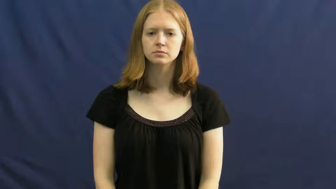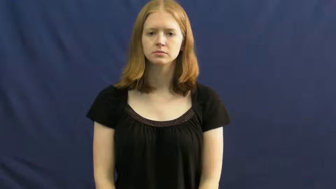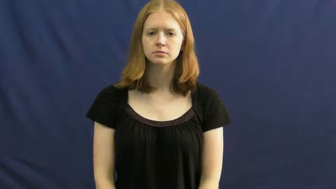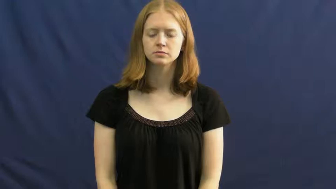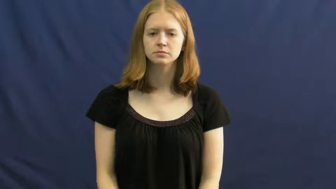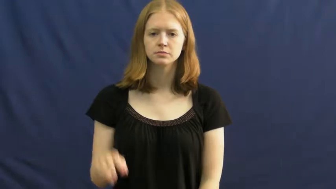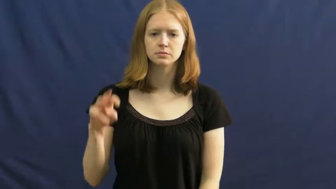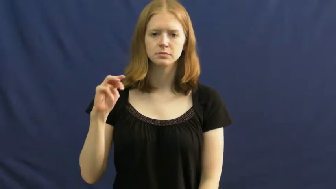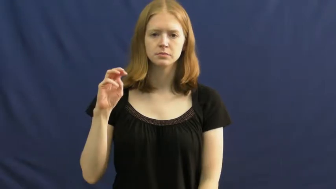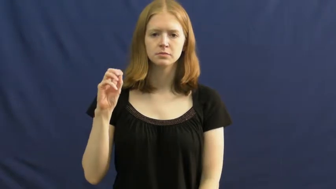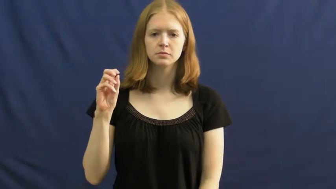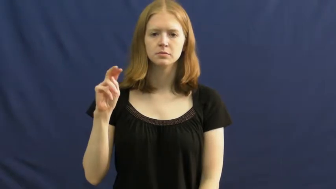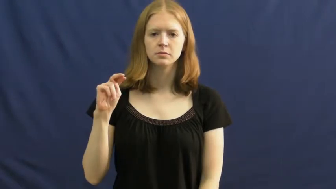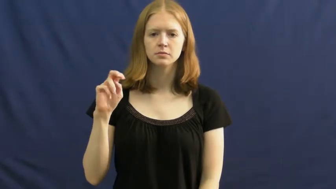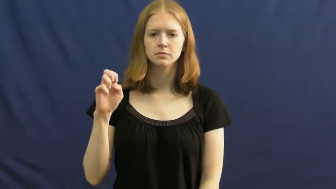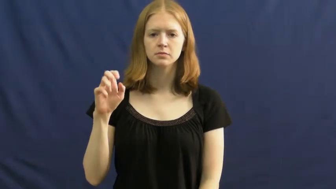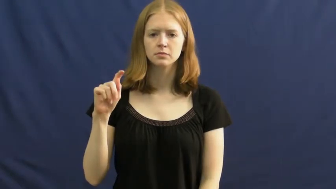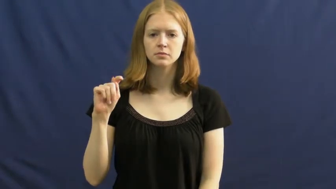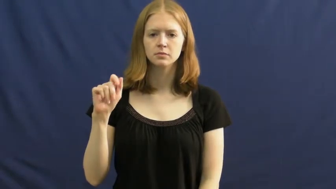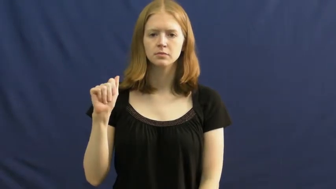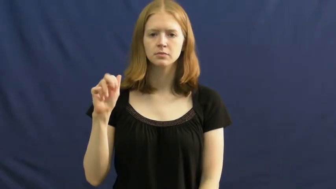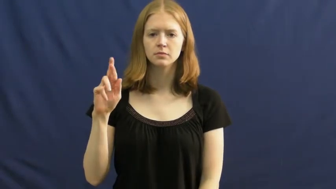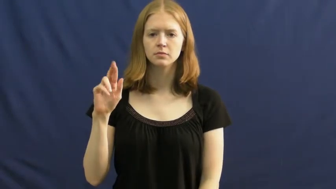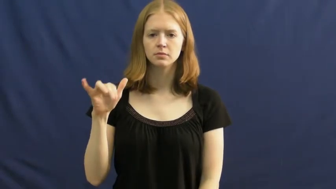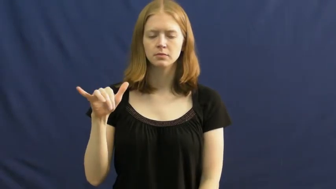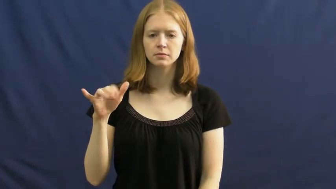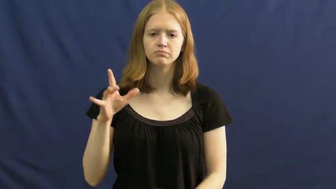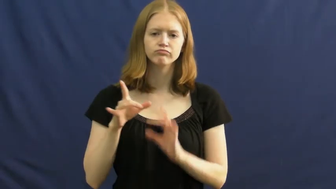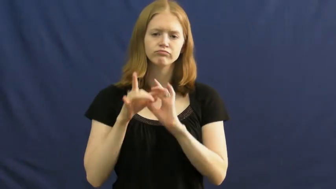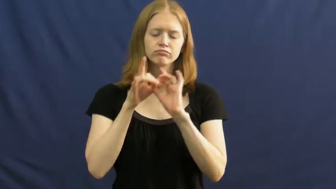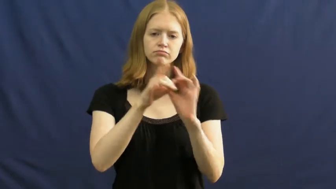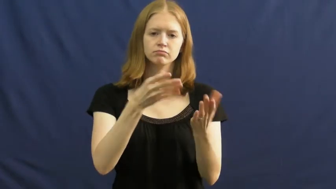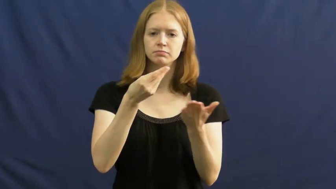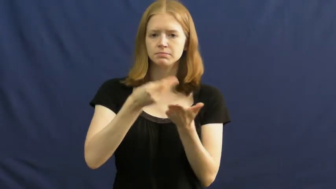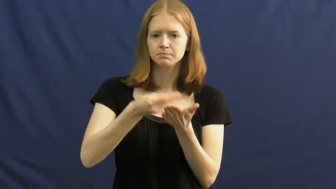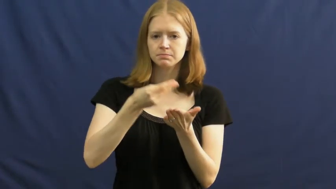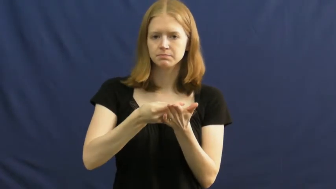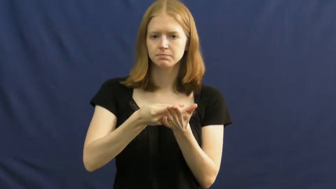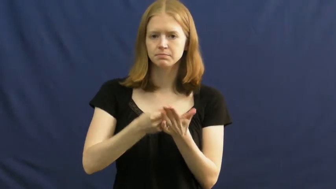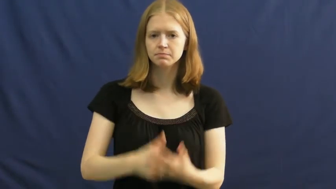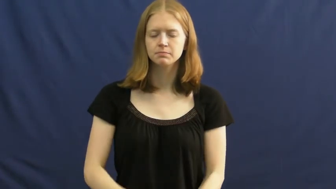monetary